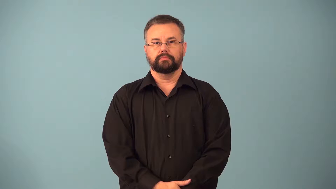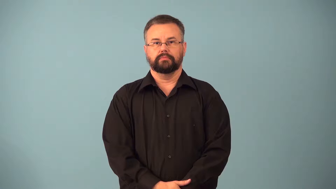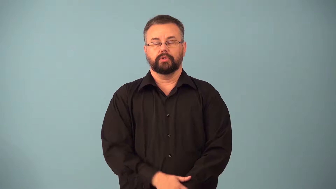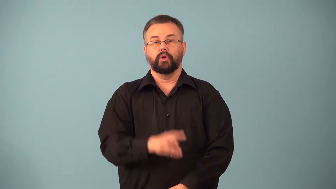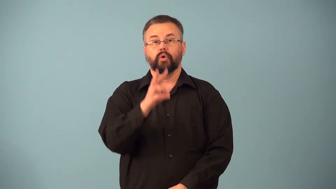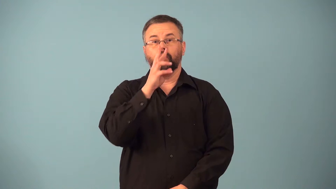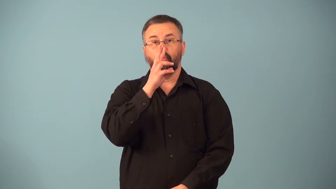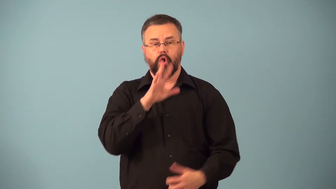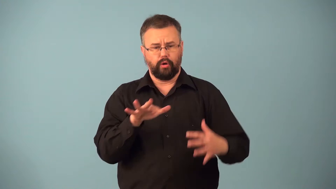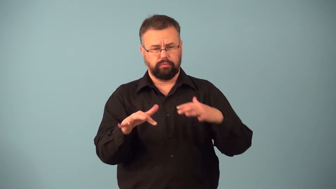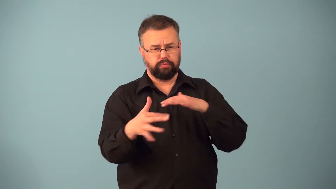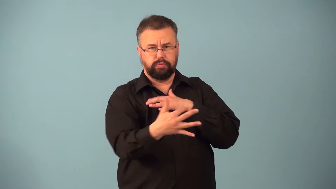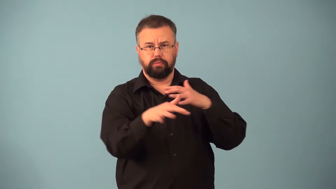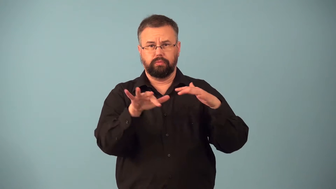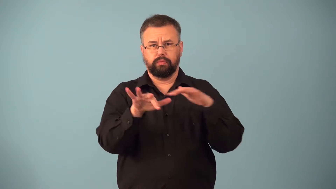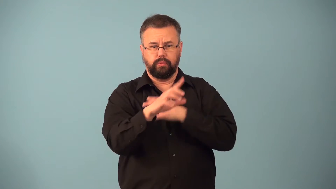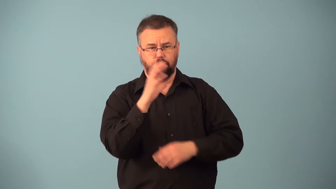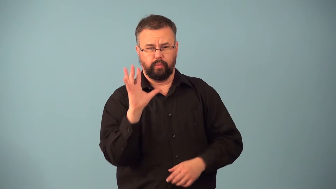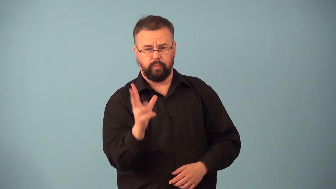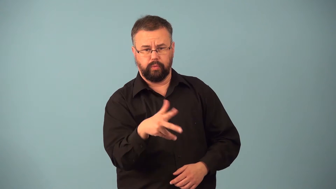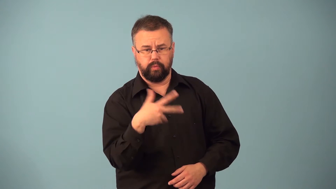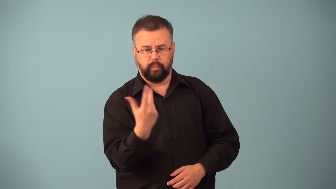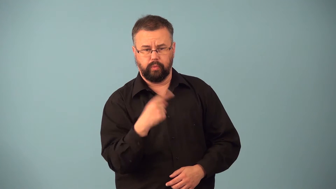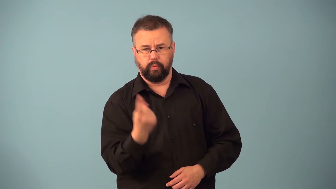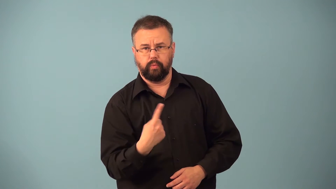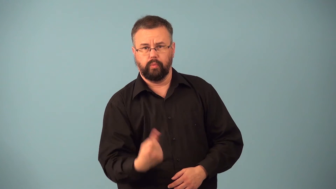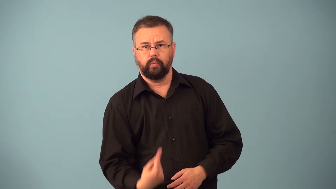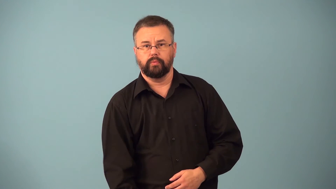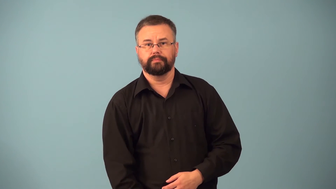eddy-air or water current